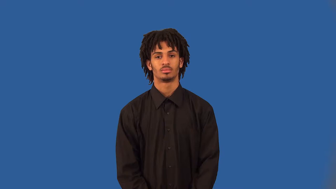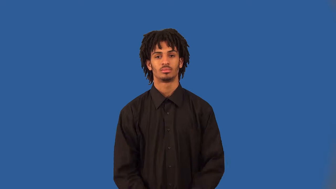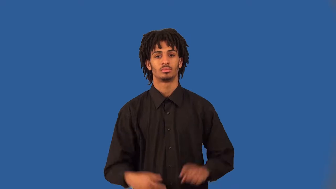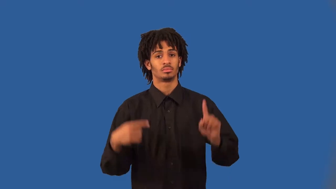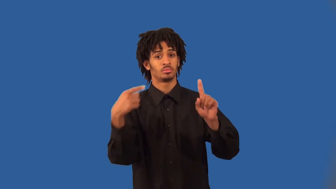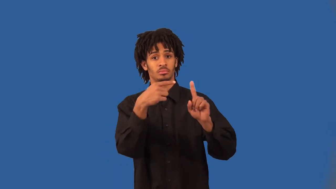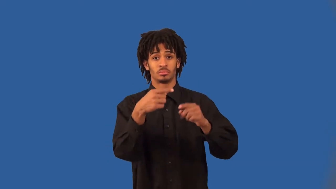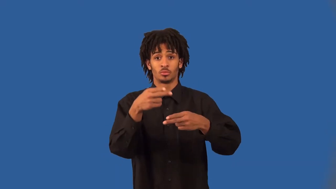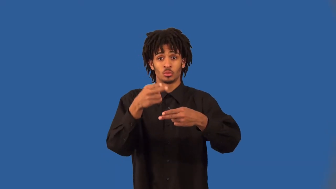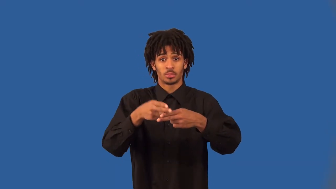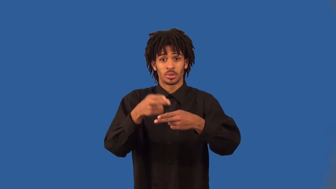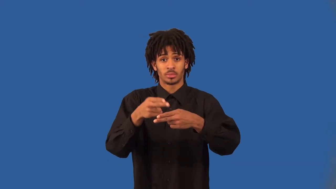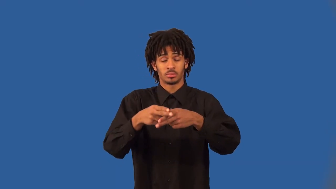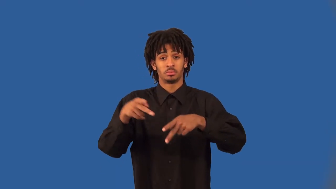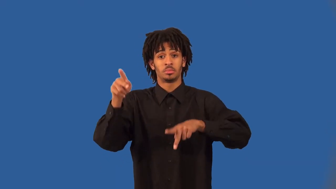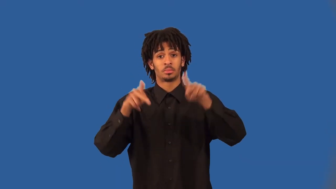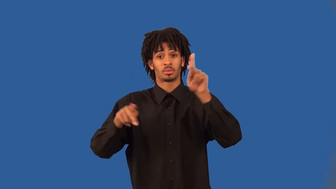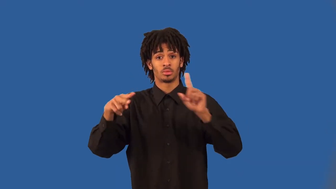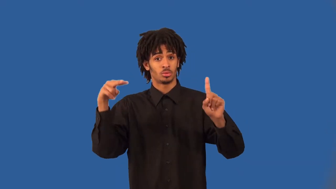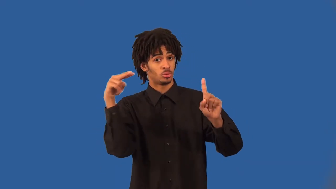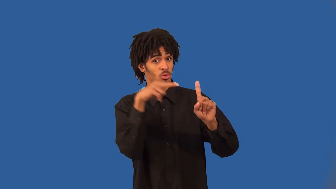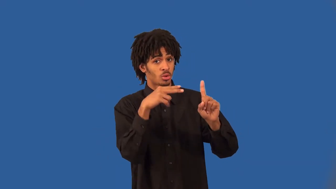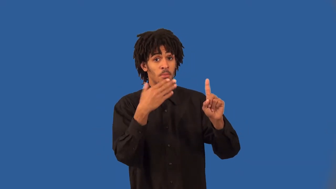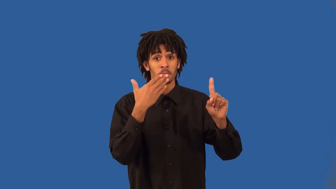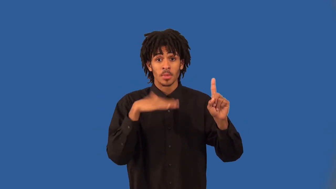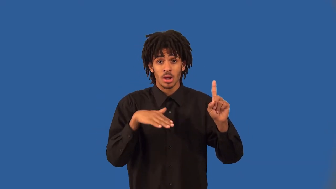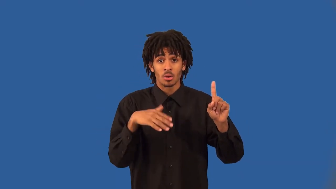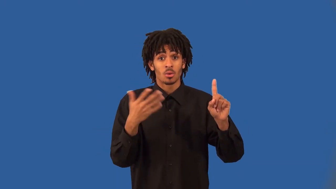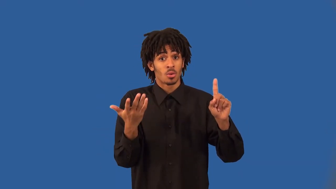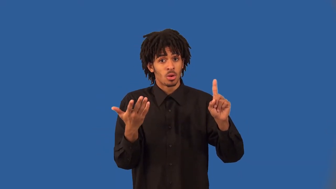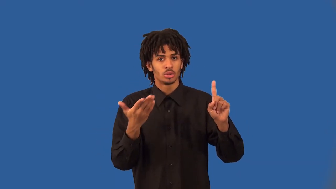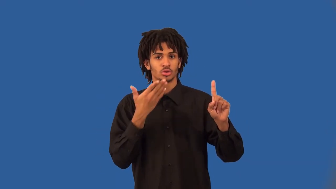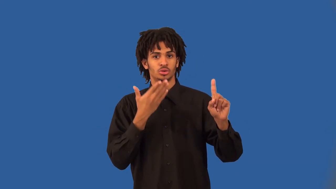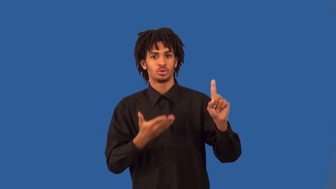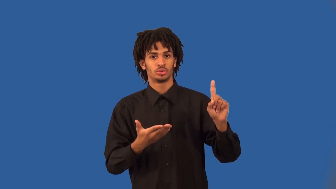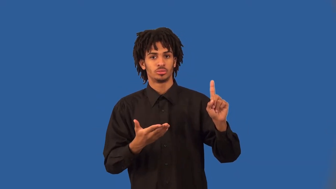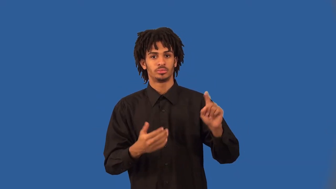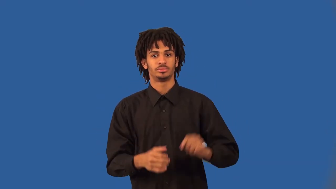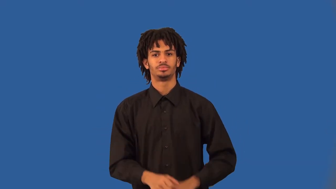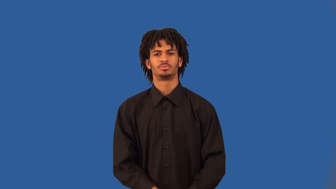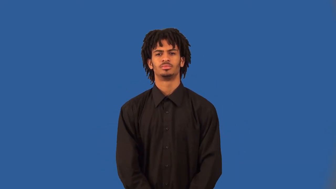reputation,standing